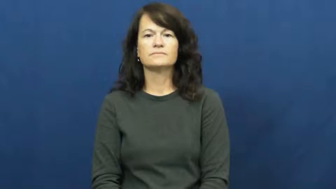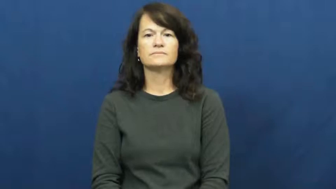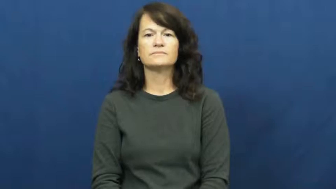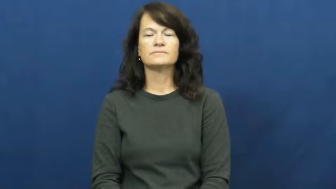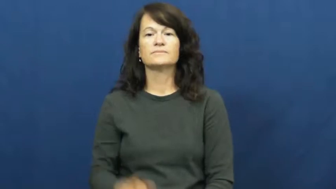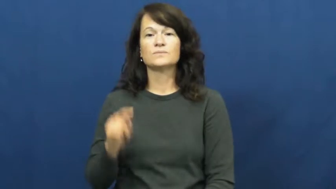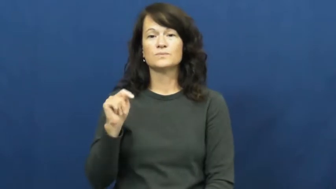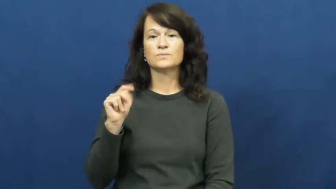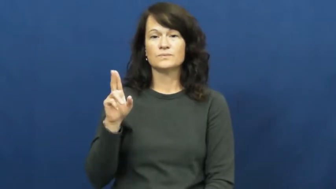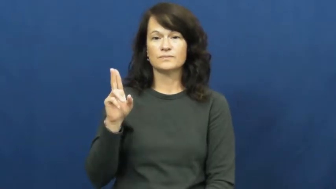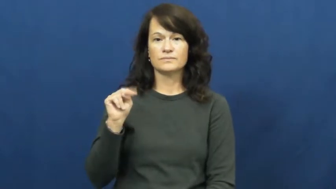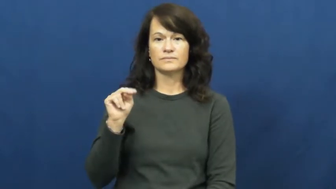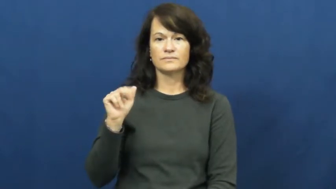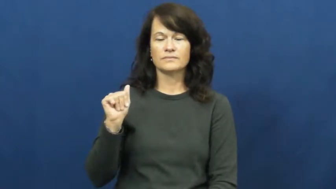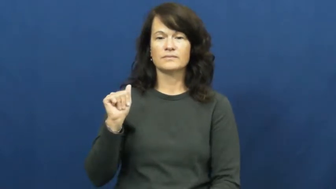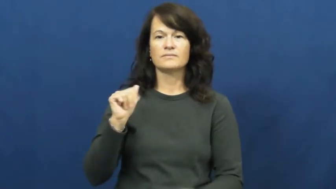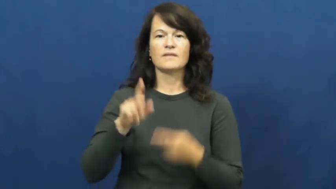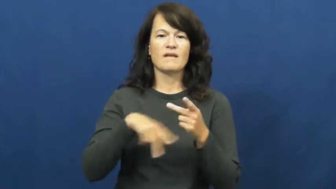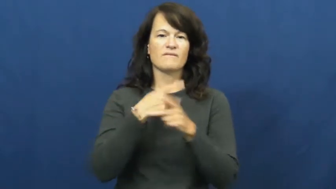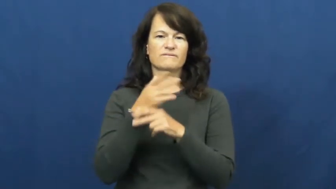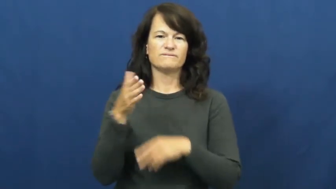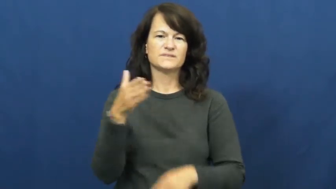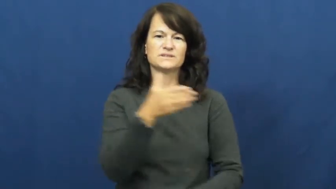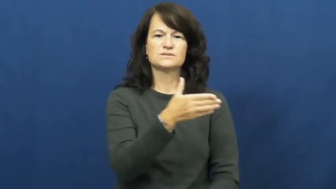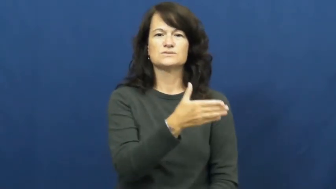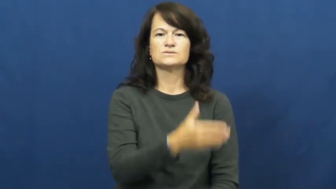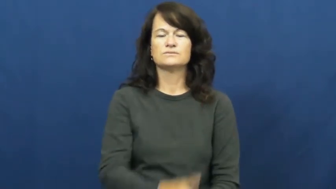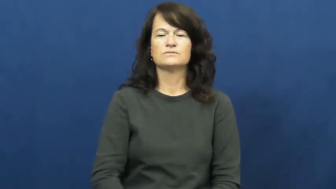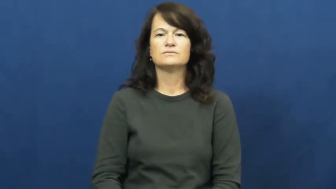tuna